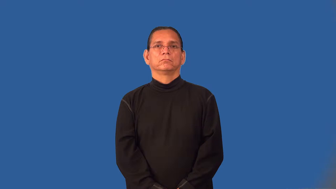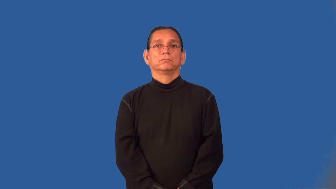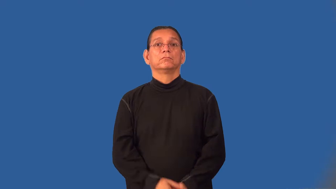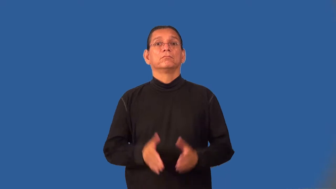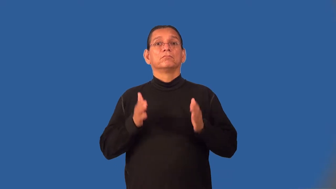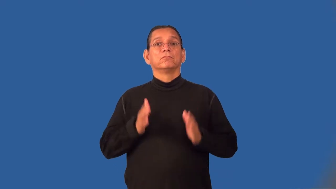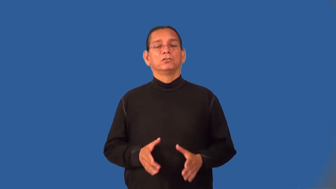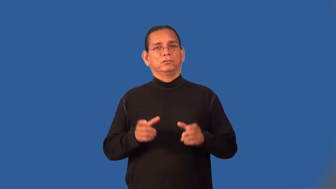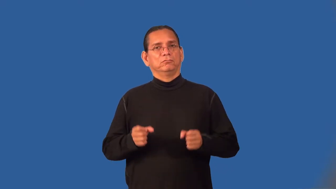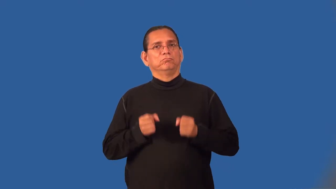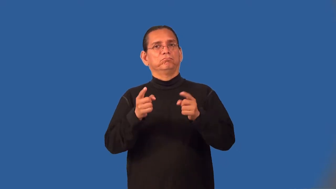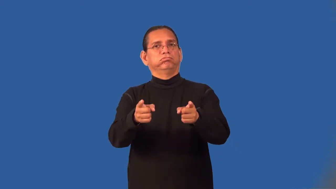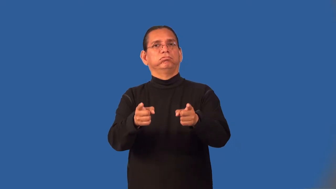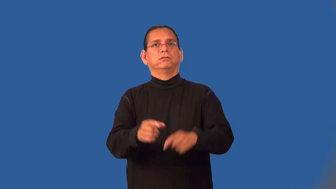improviser